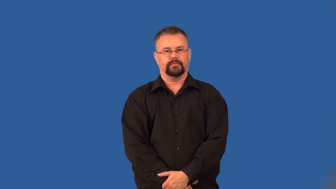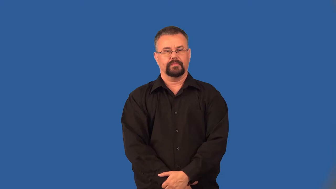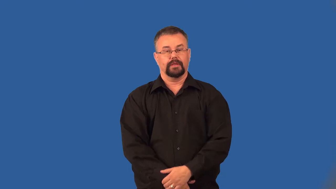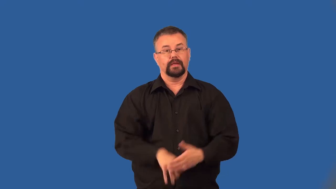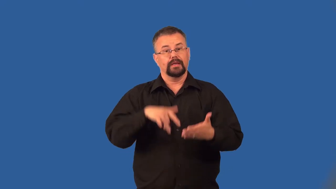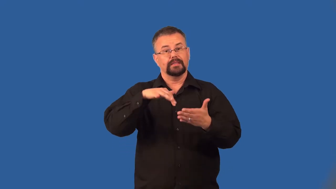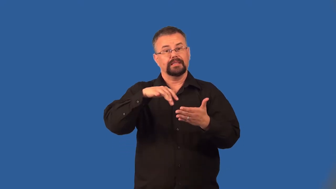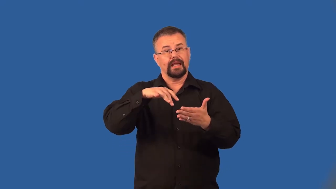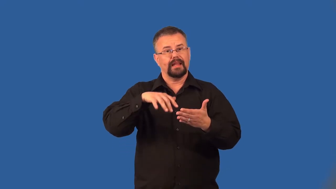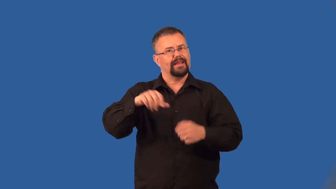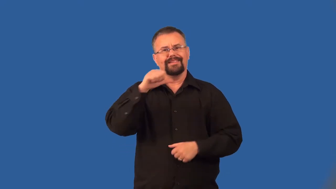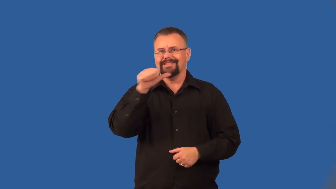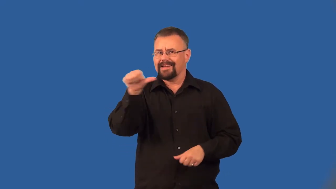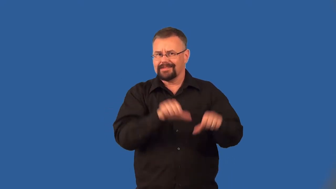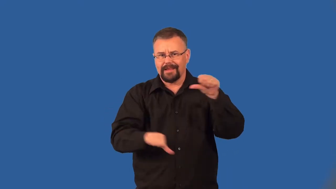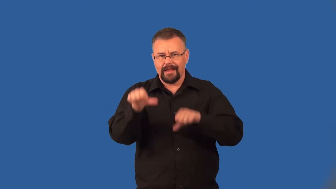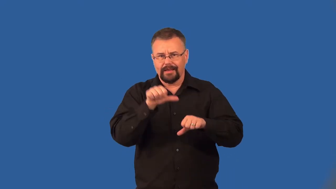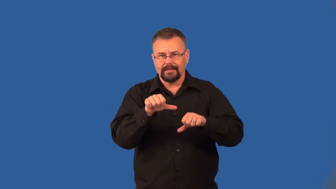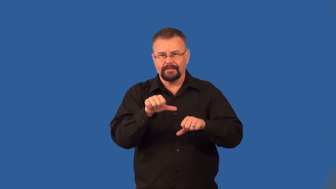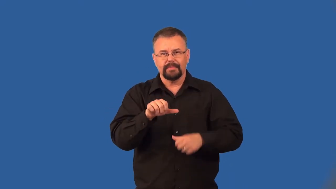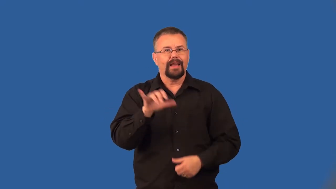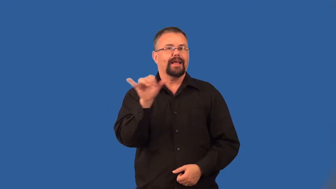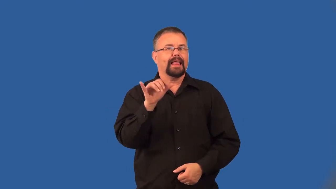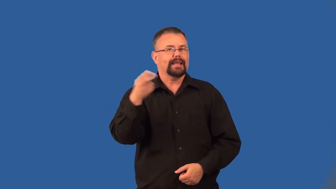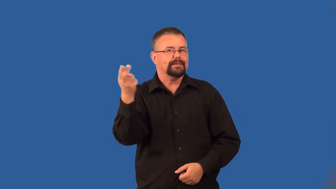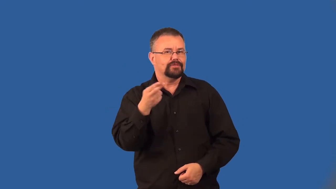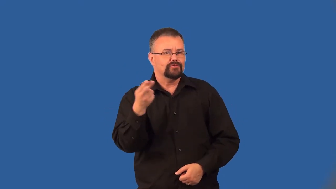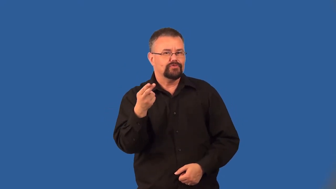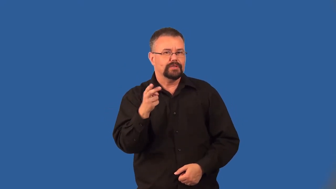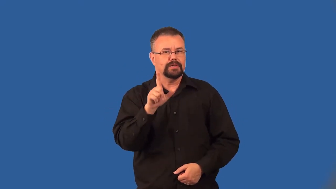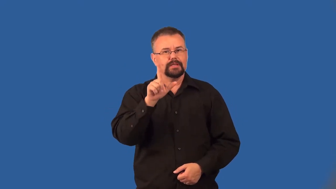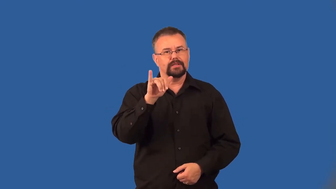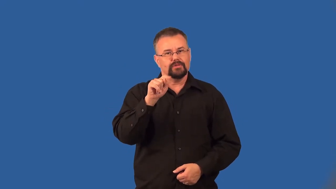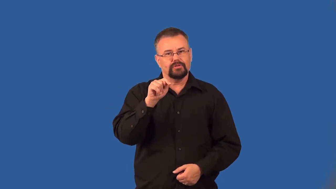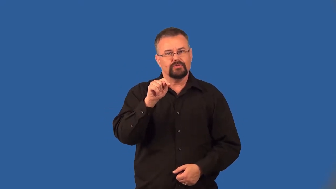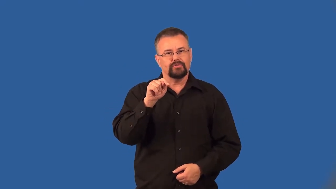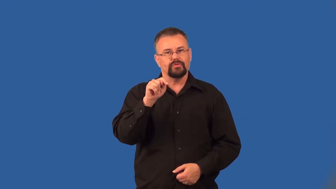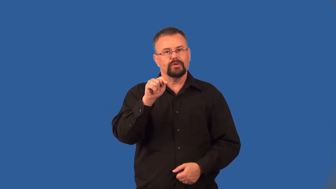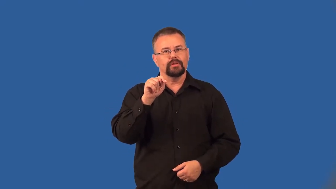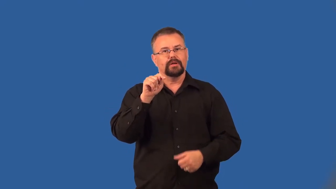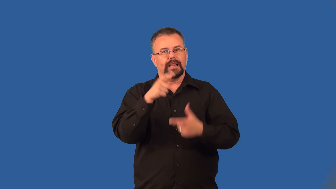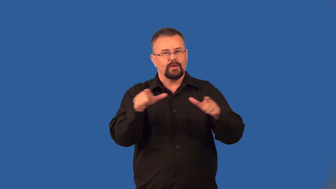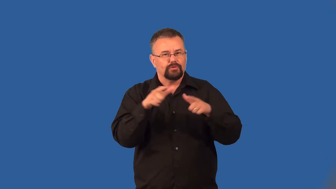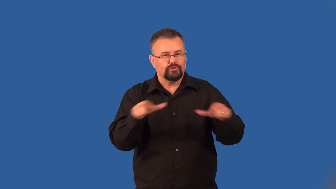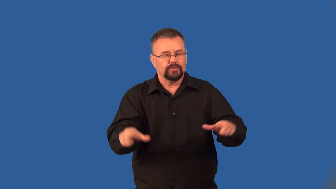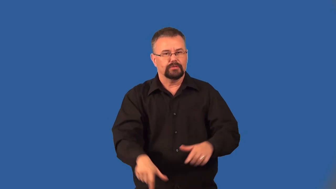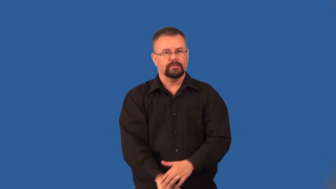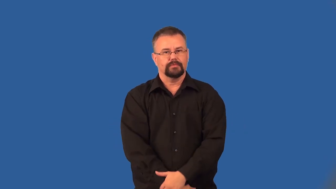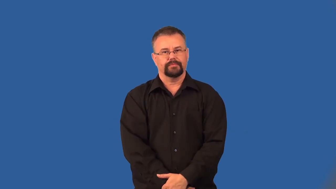art-not science